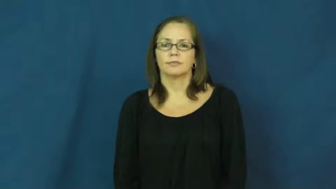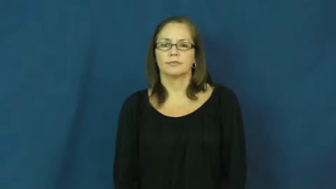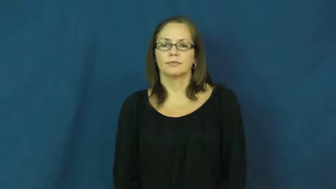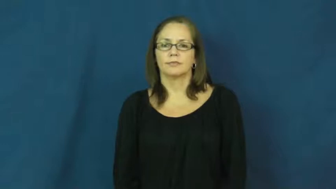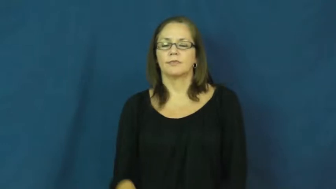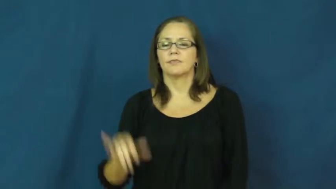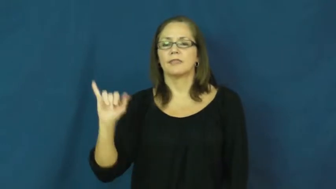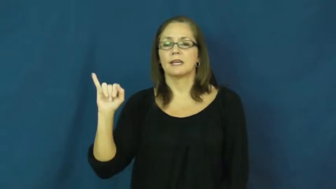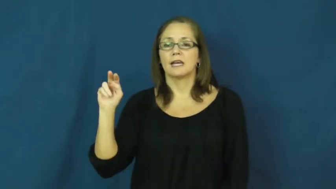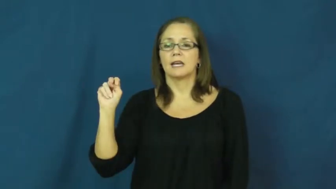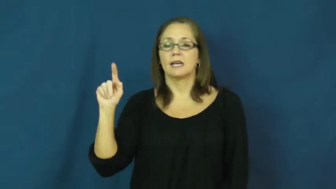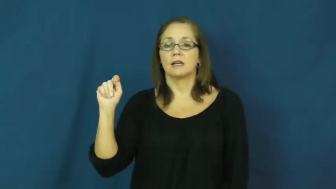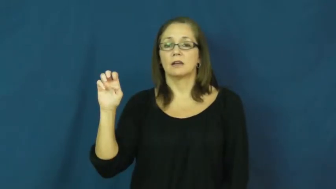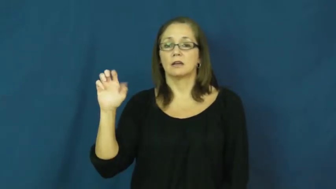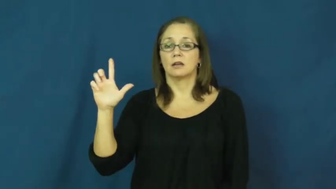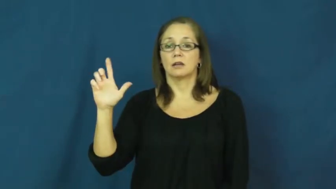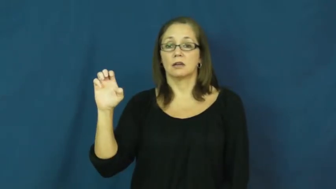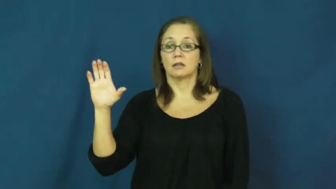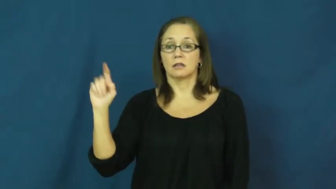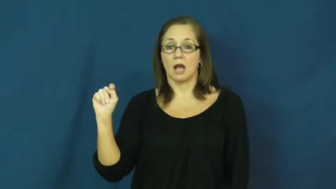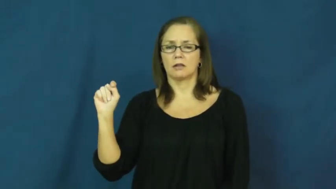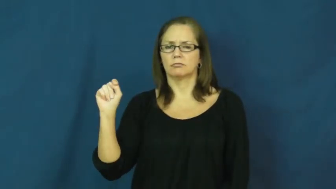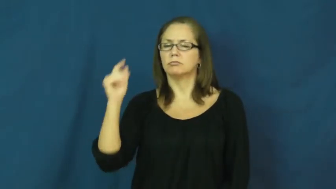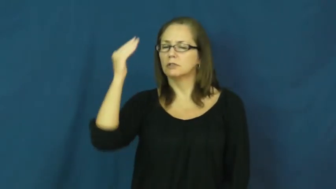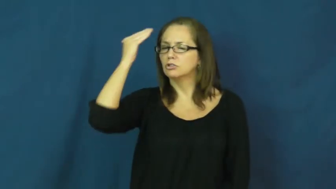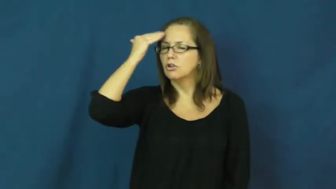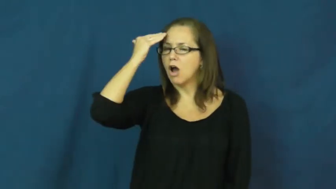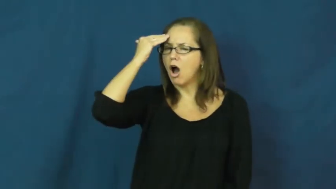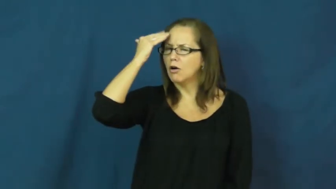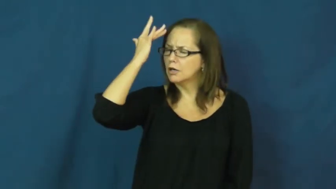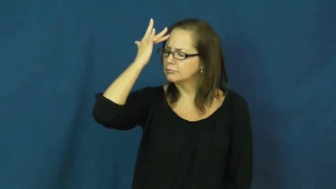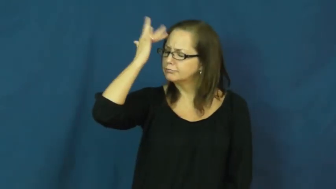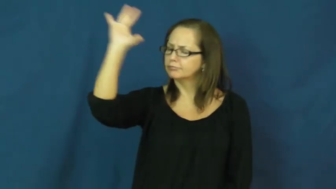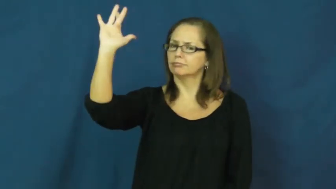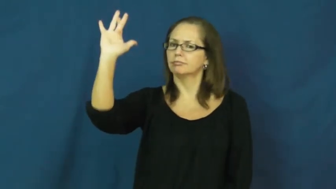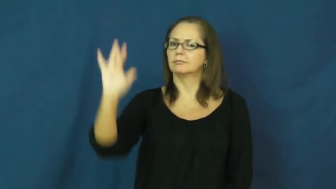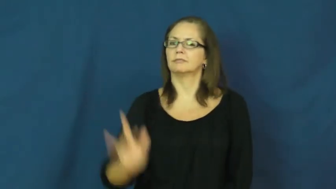intellect